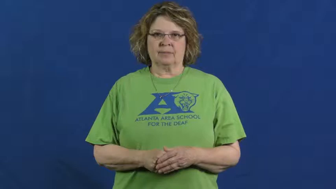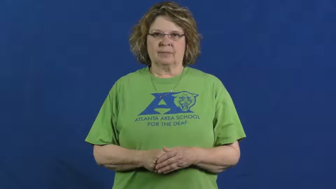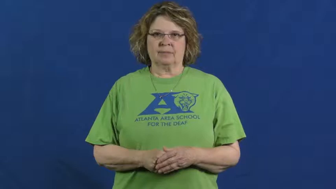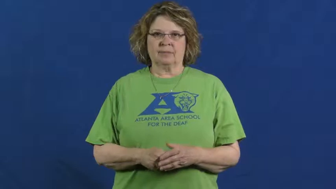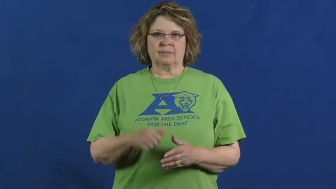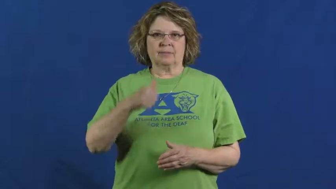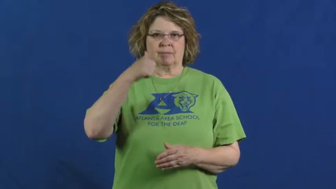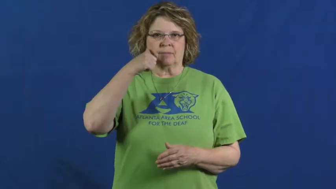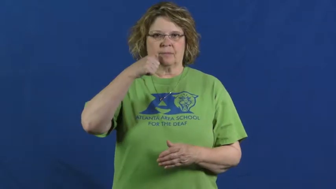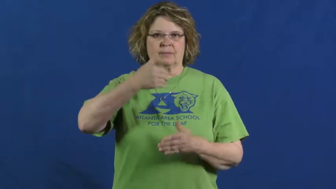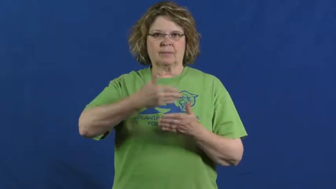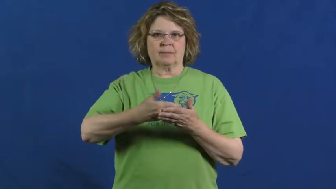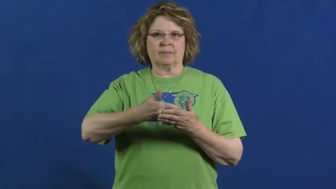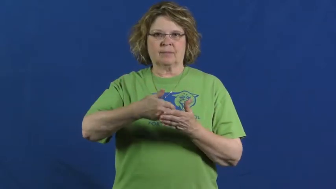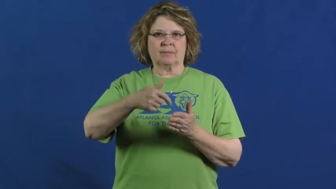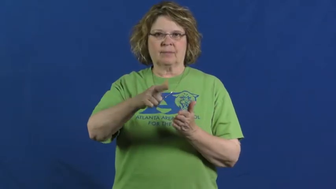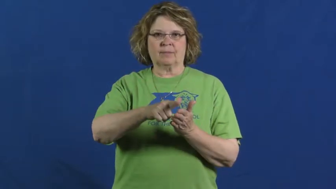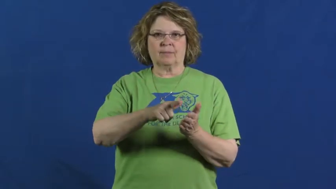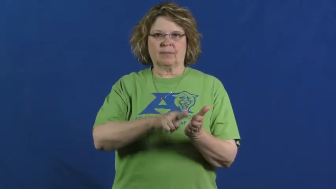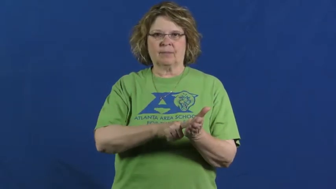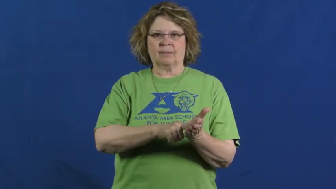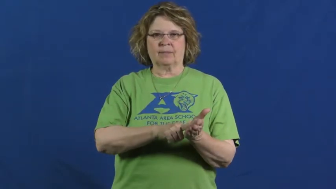daughter-in-law